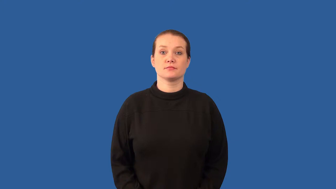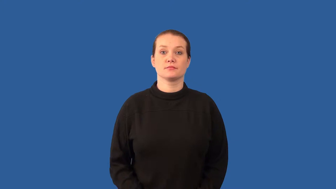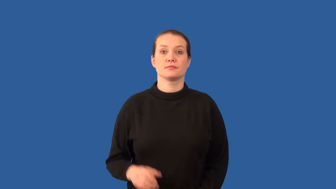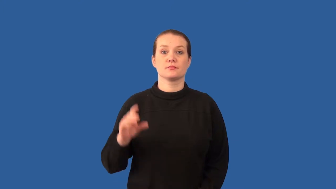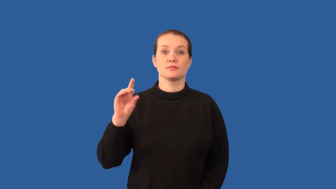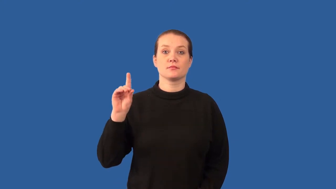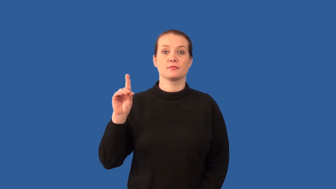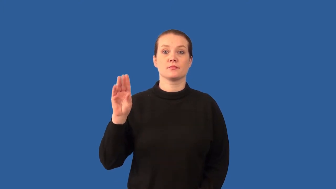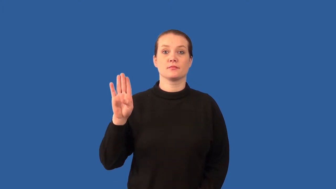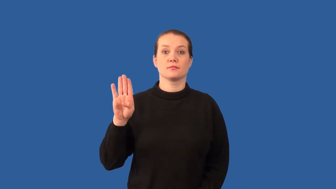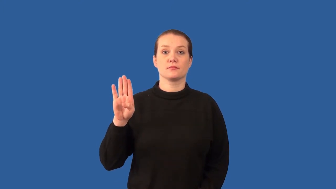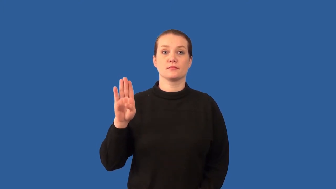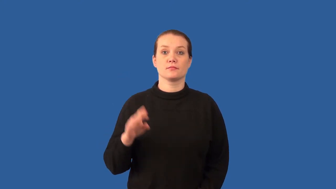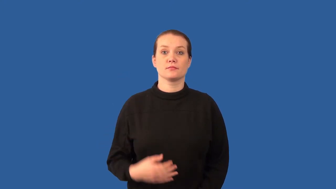decibel